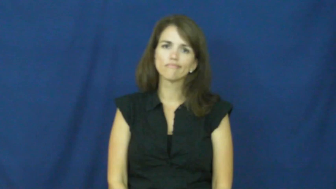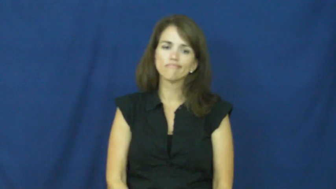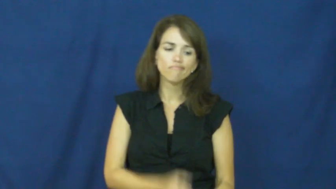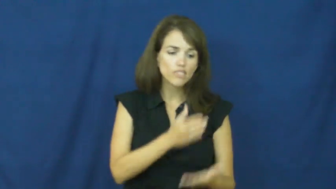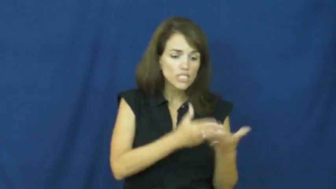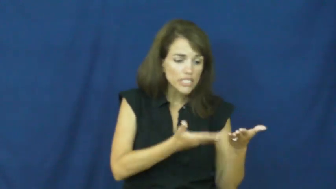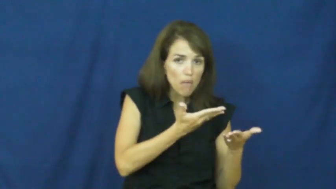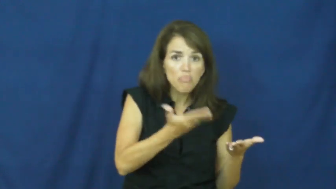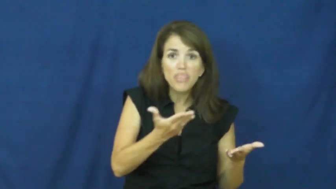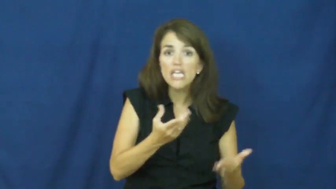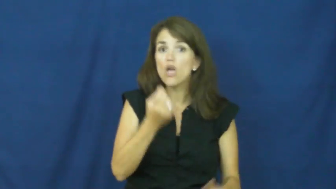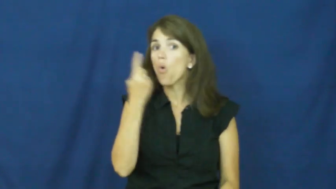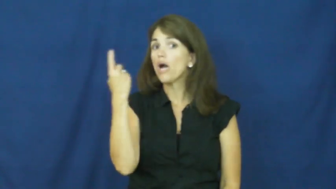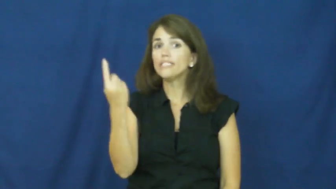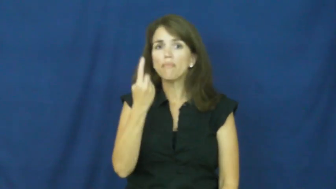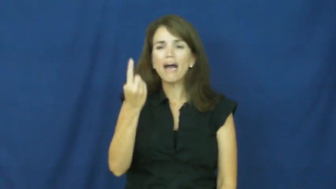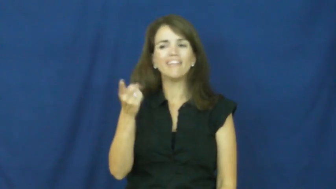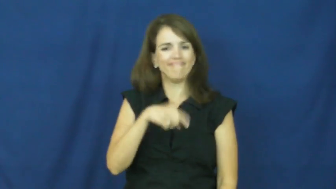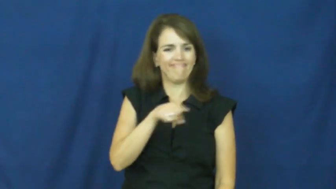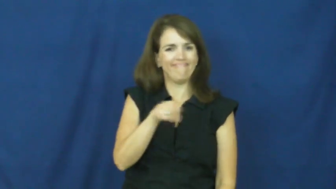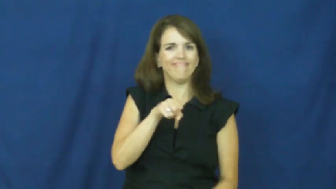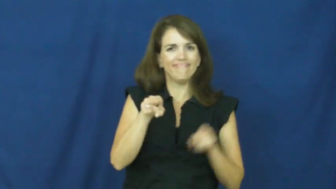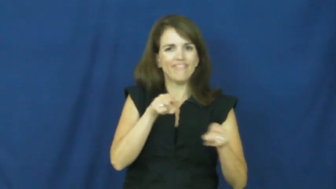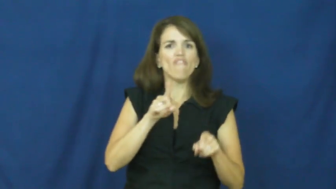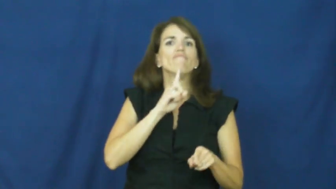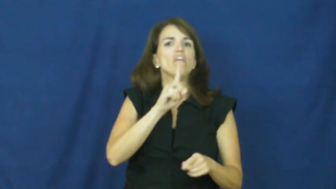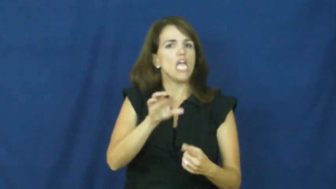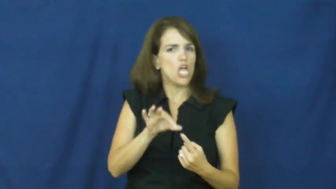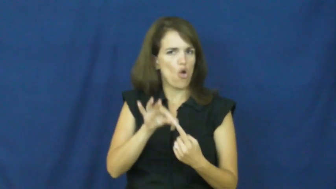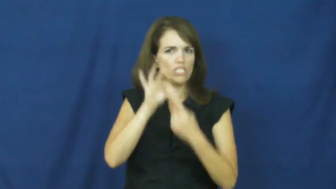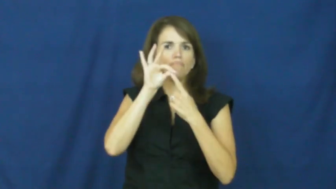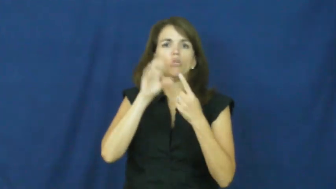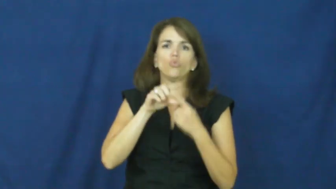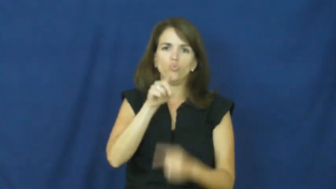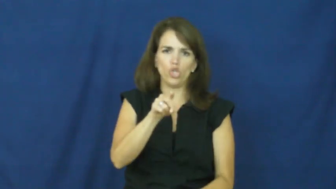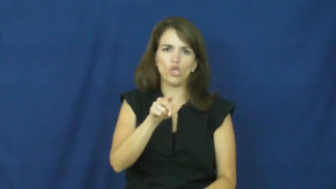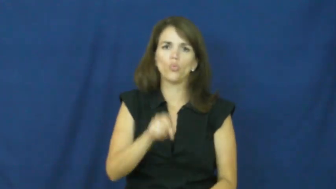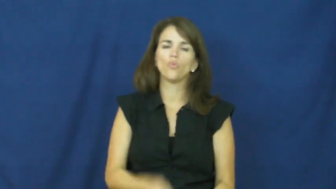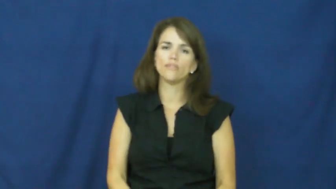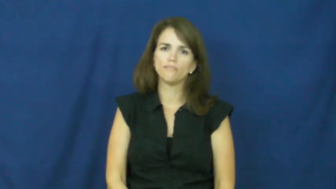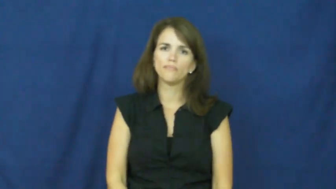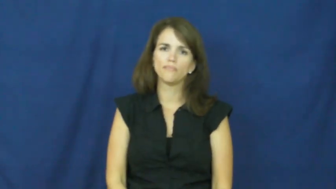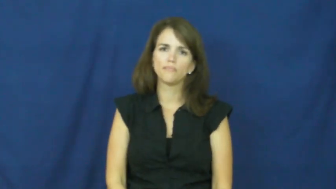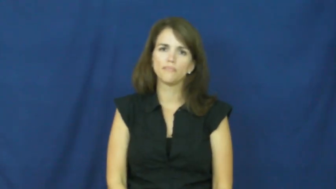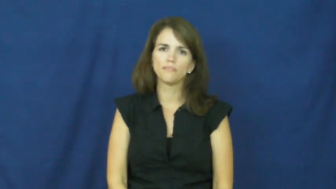"apple of your eye"